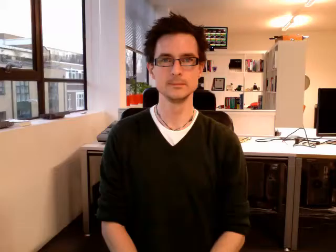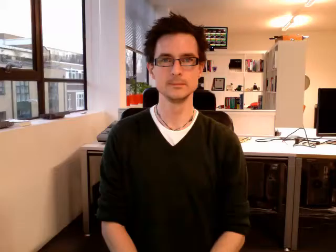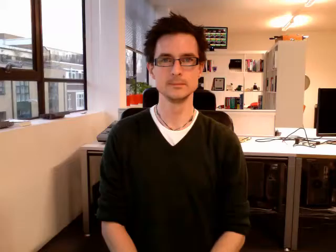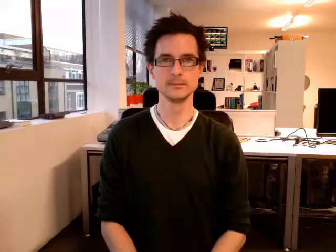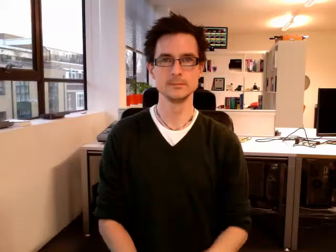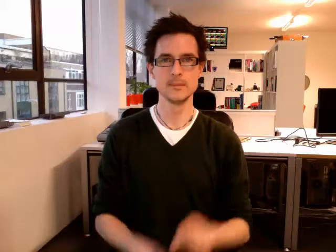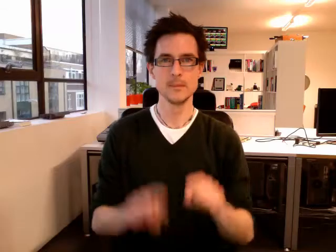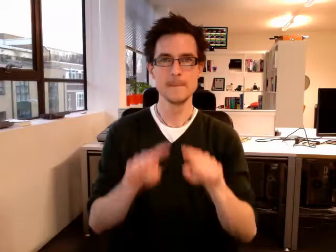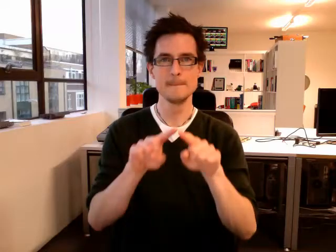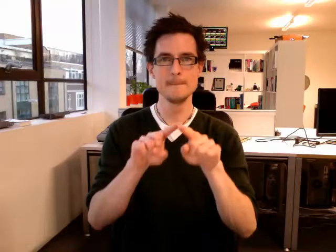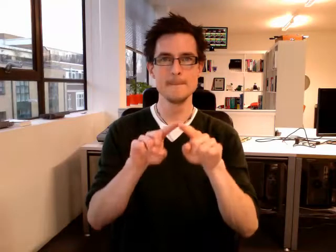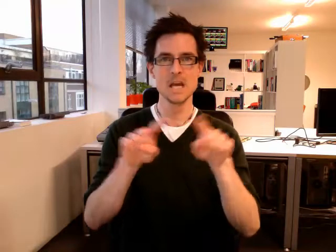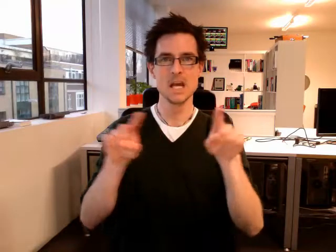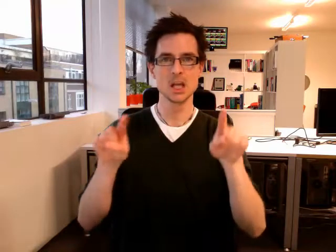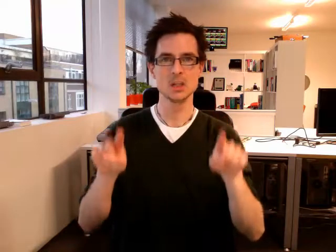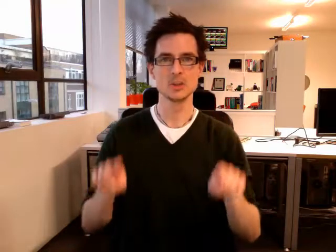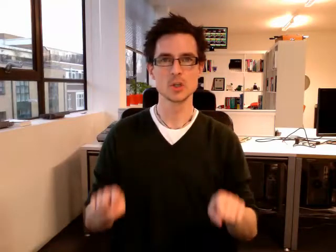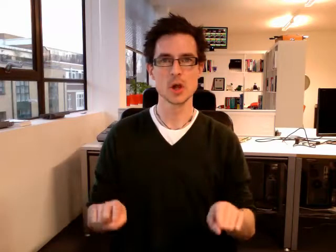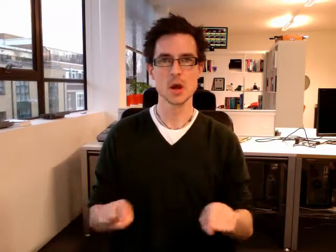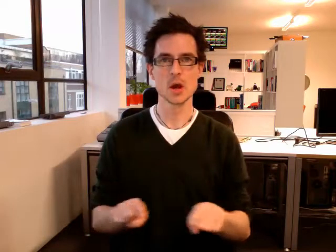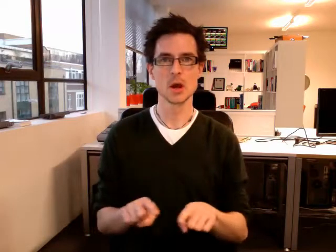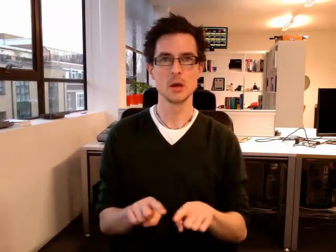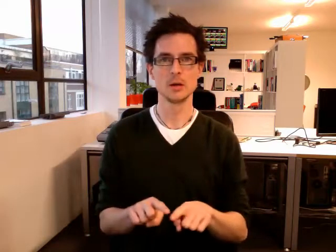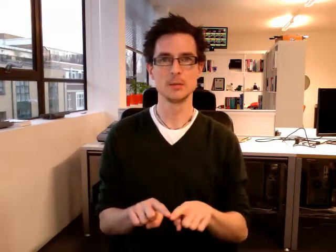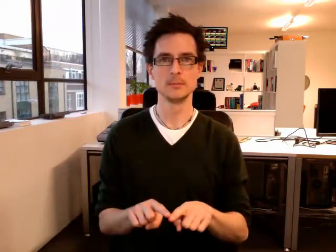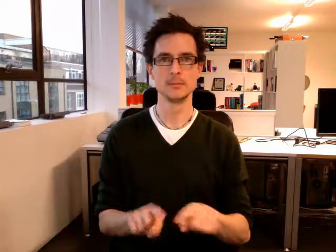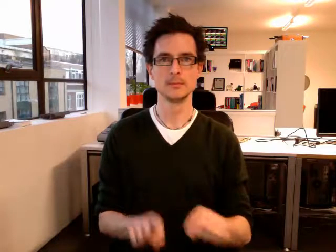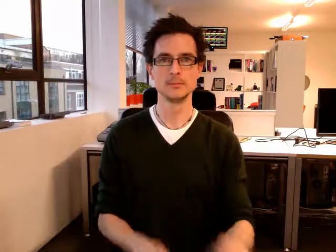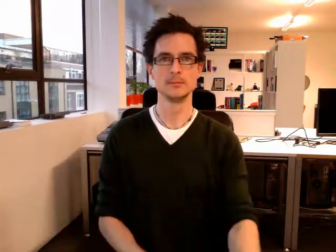picture